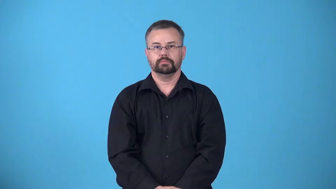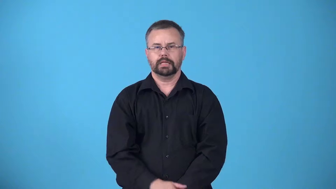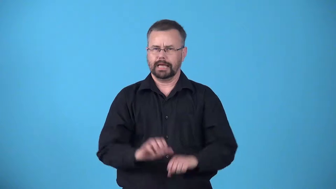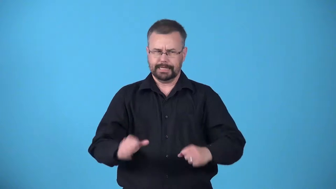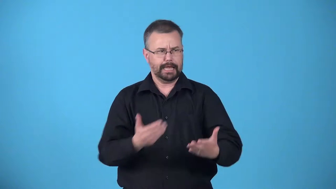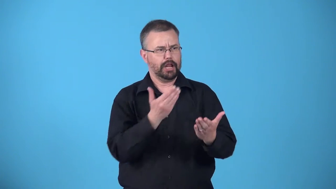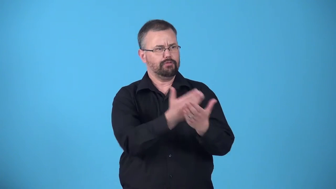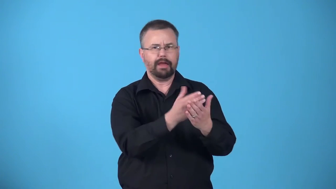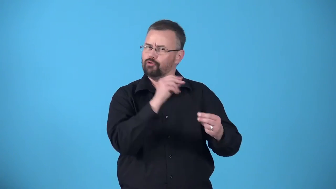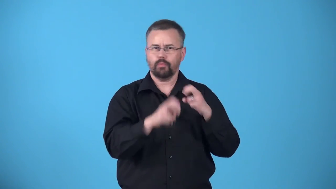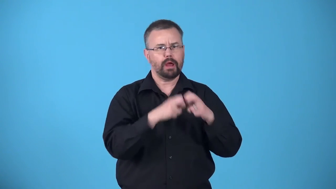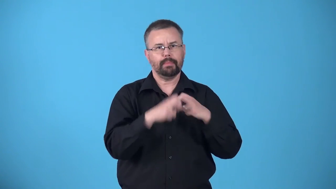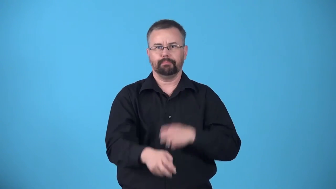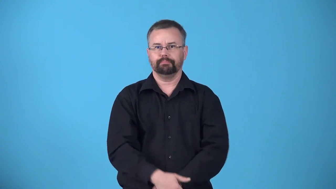approachable-can go there